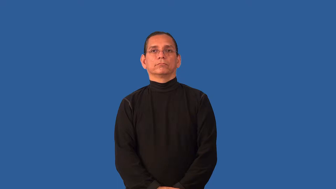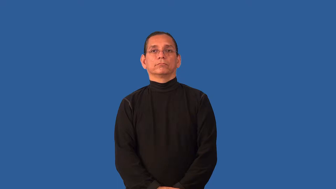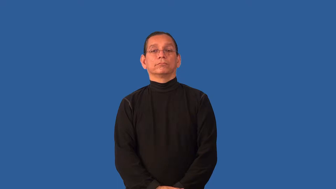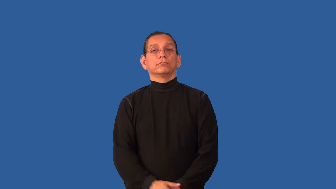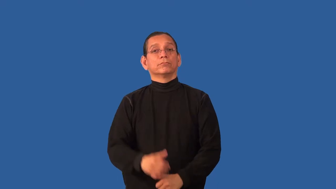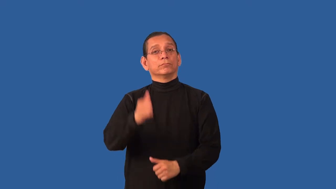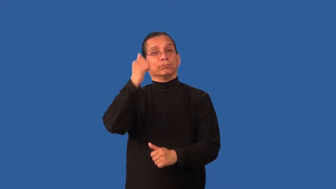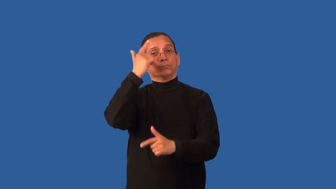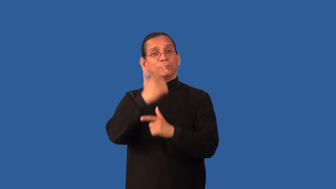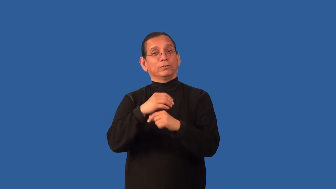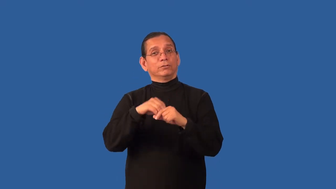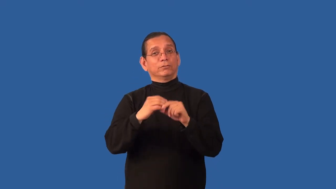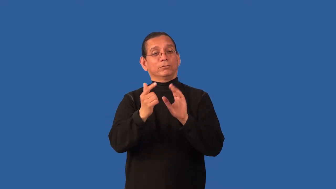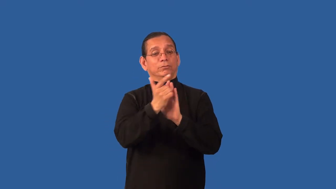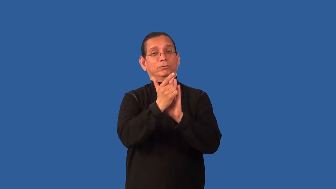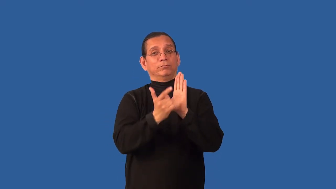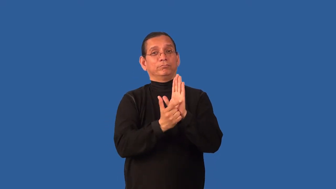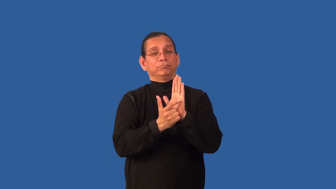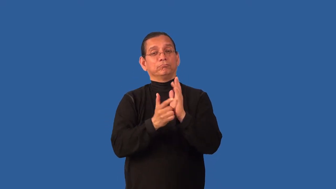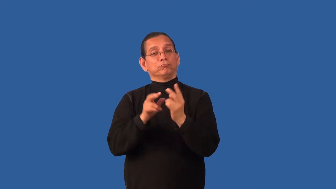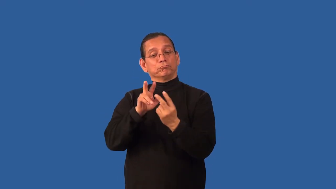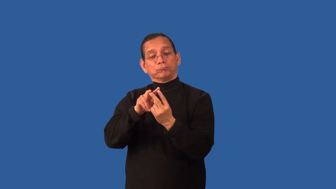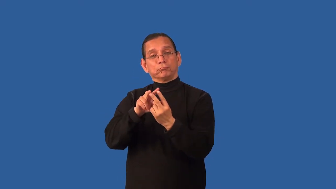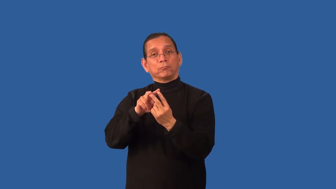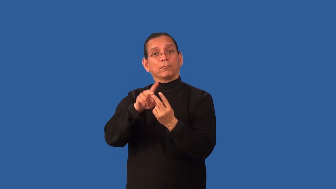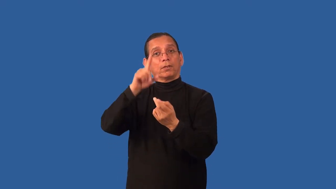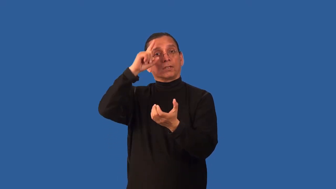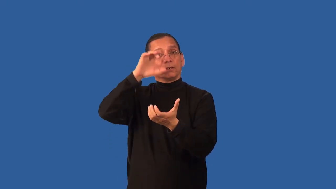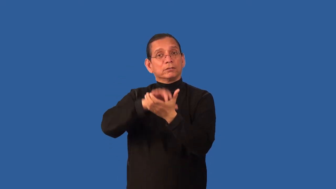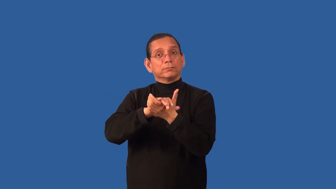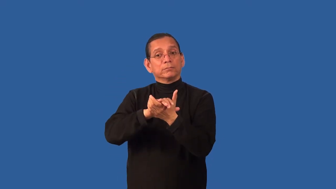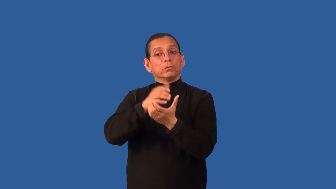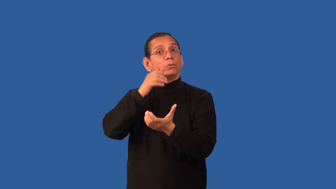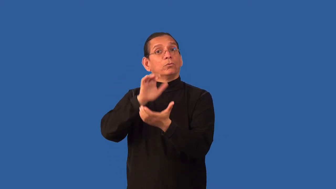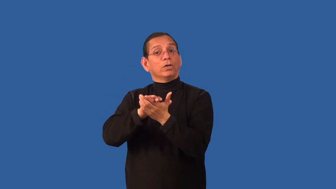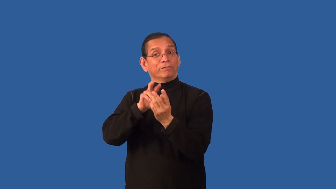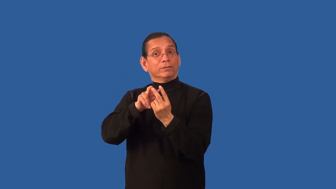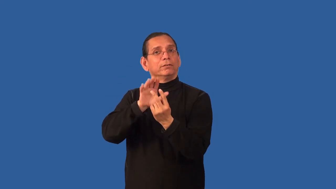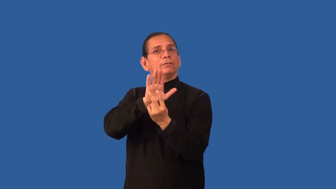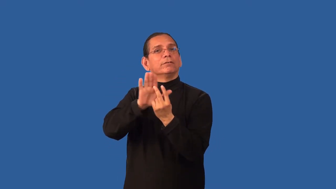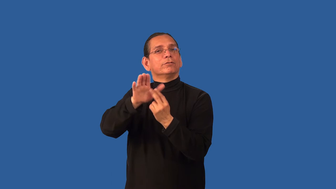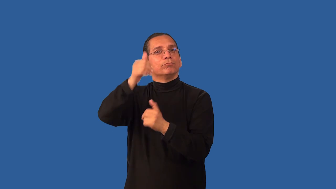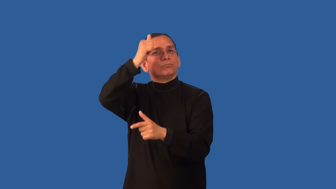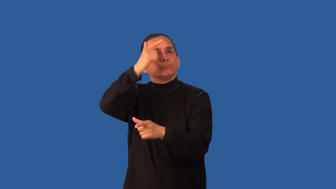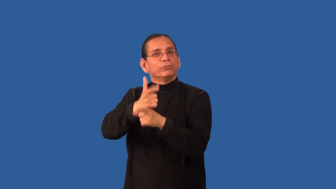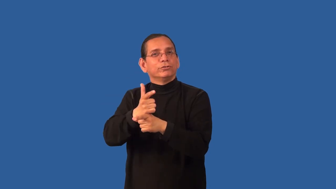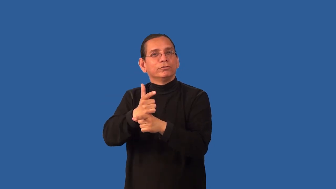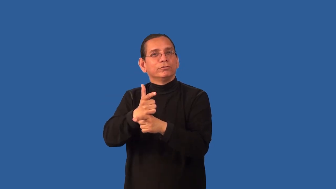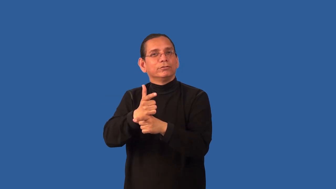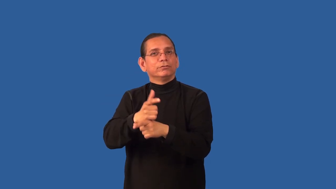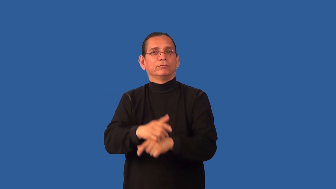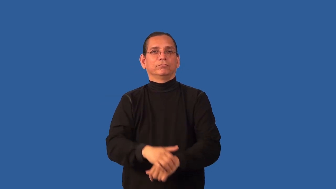brother-in-law